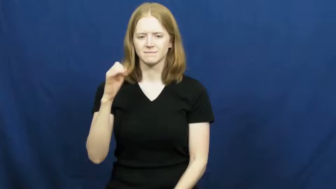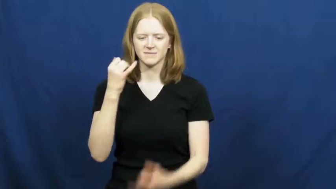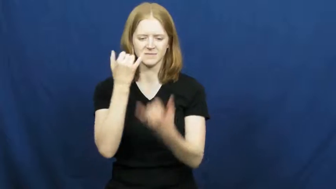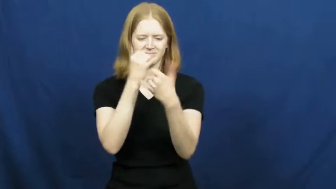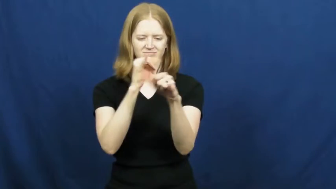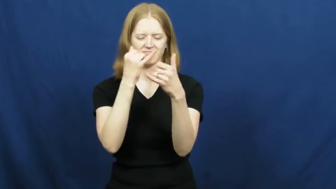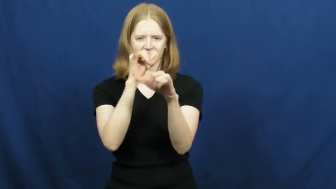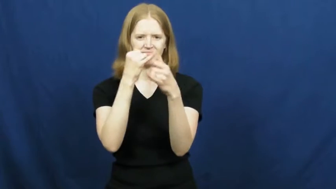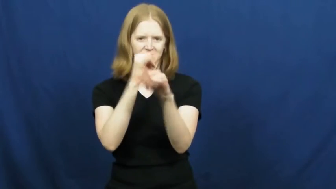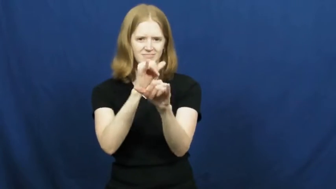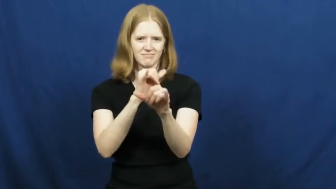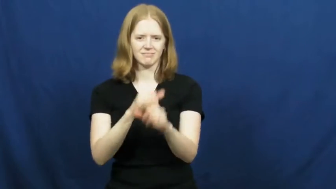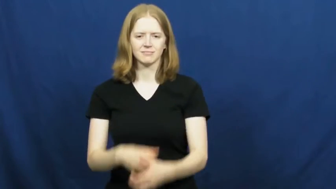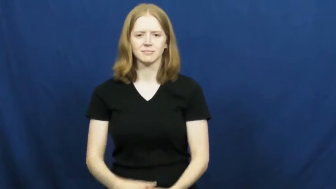nonsense,blarney,piffle,abracadabra